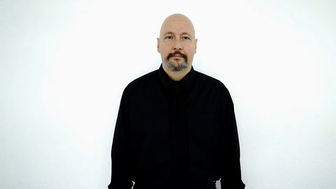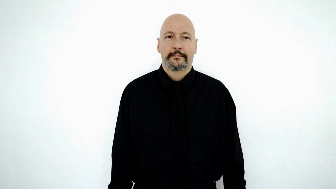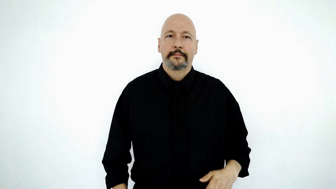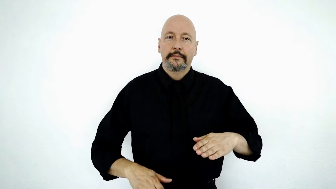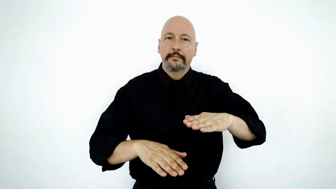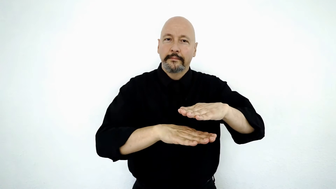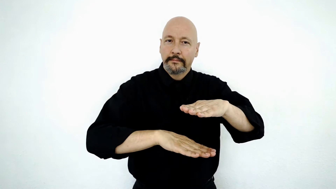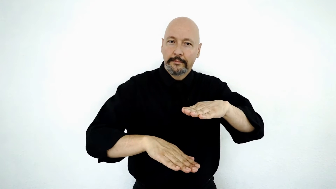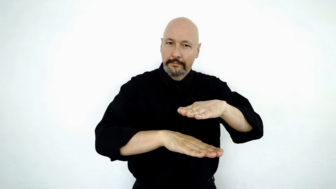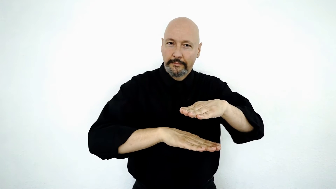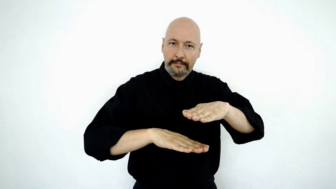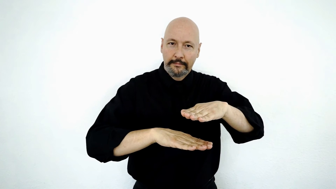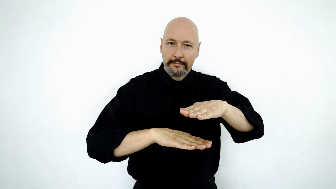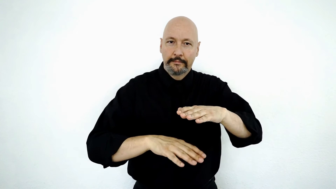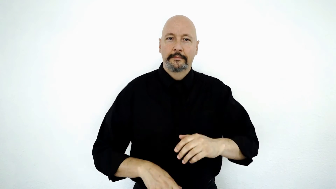essentially-[BASICALLY/below/beneath/basic]